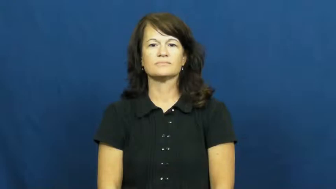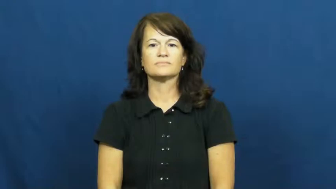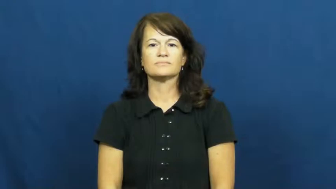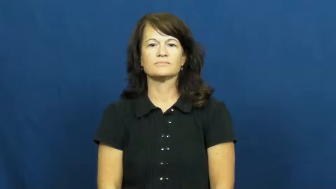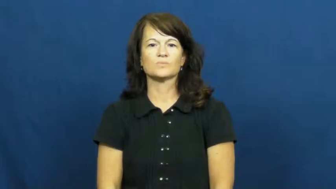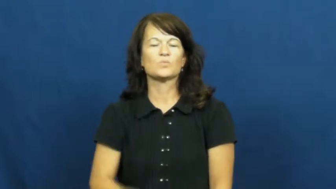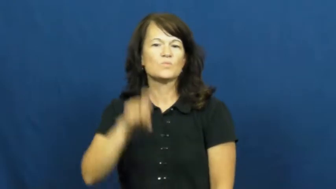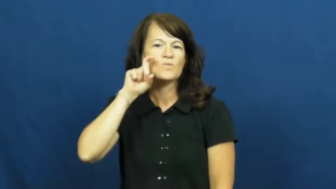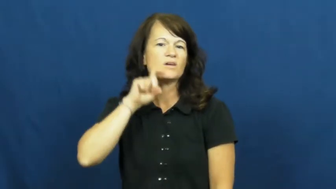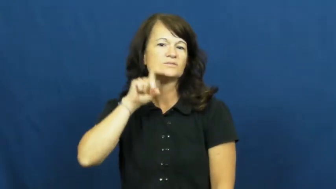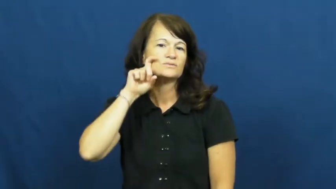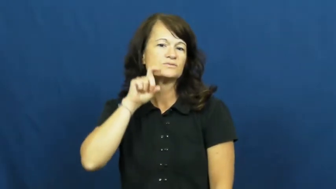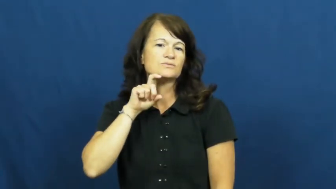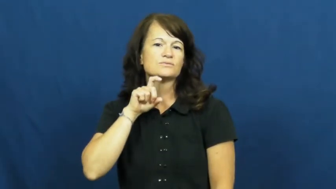razor